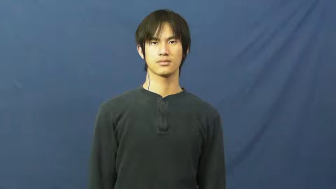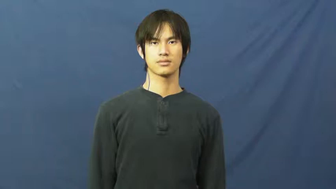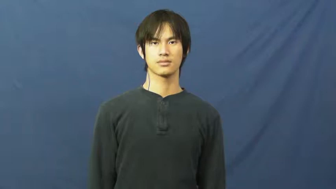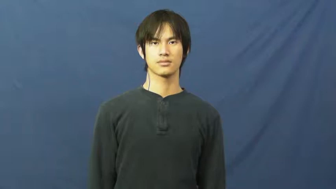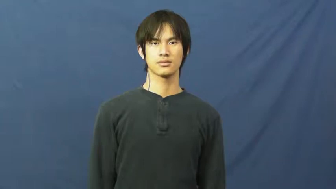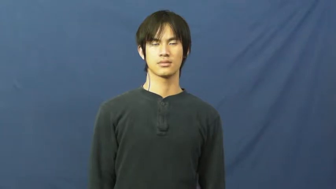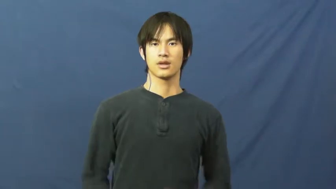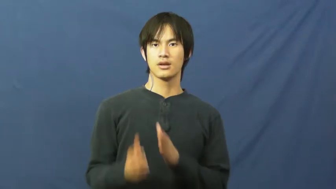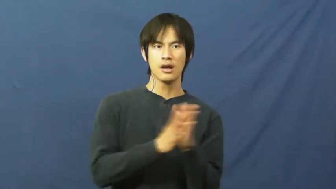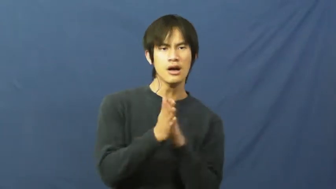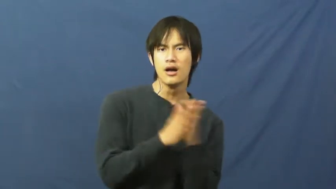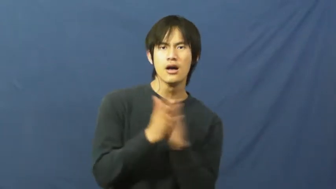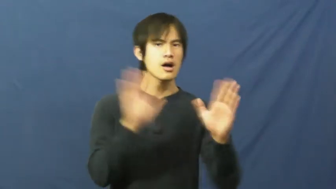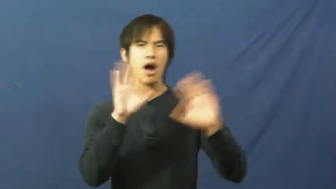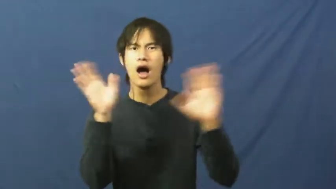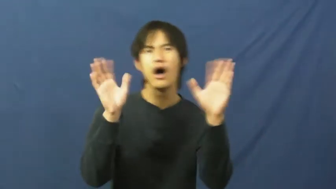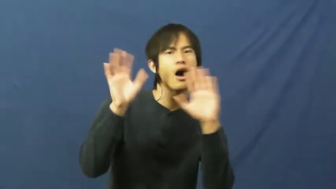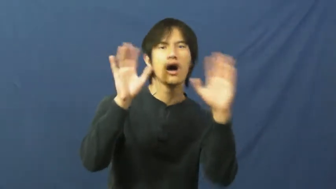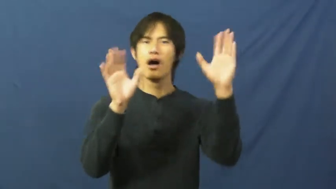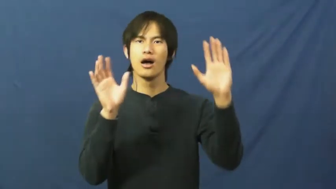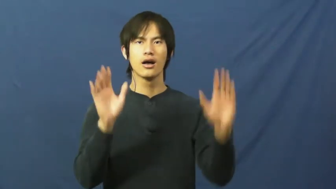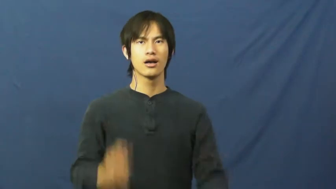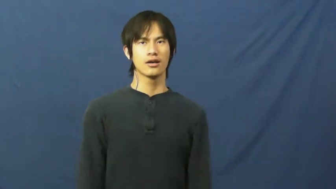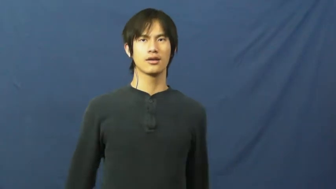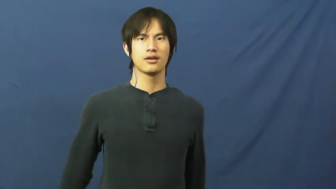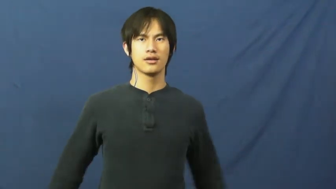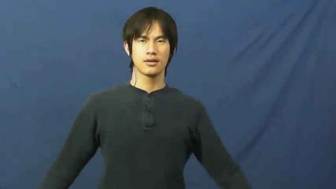up for-ready